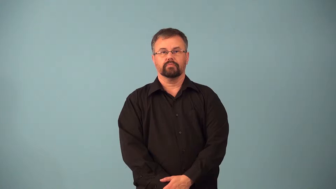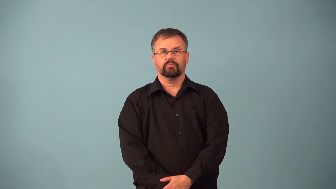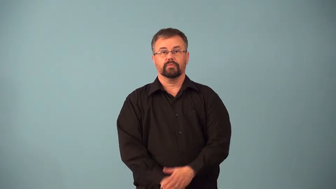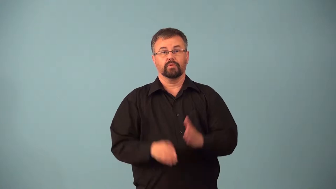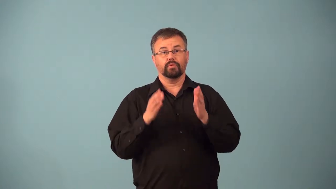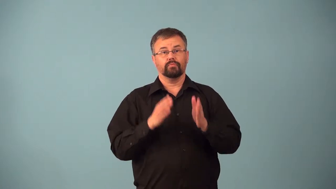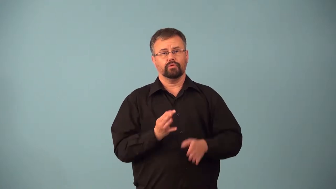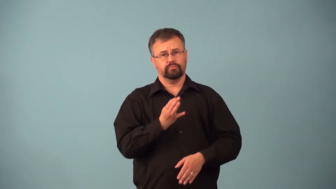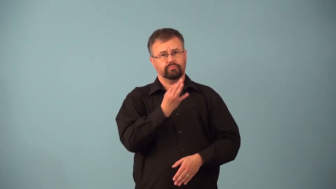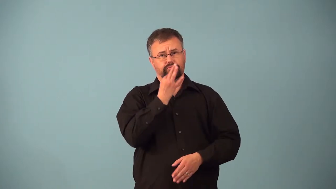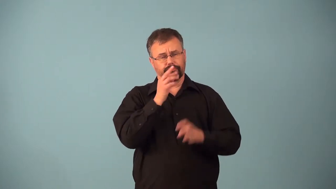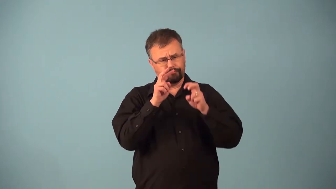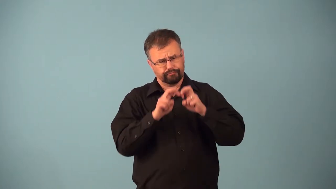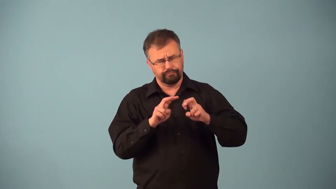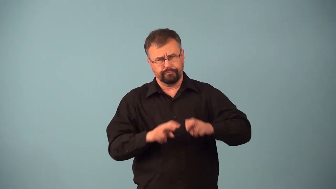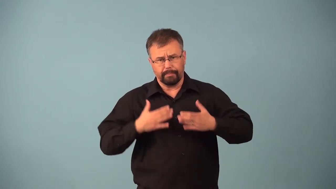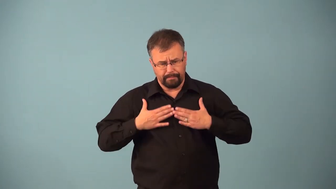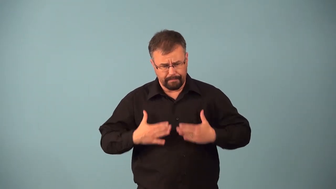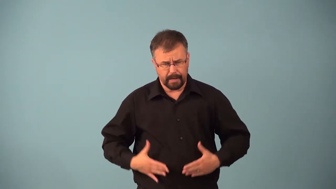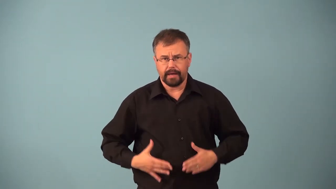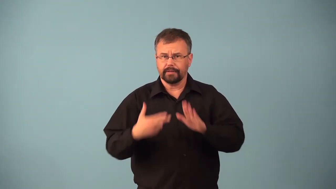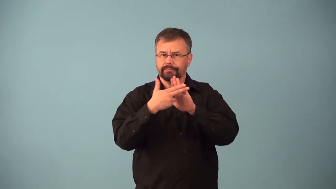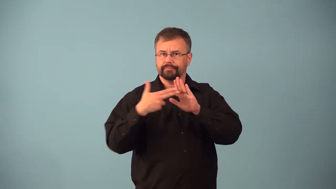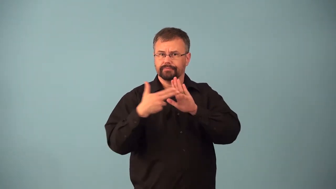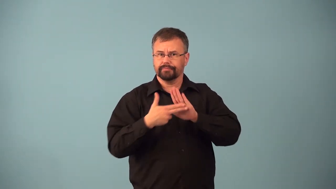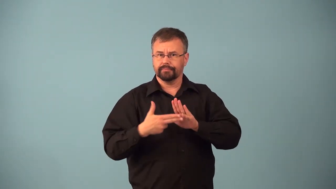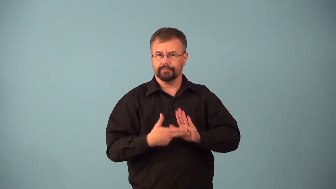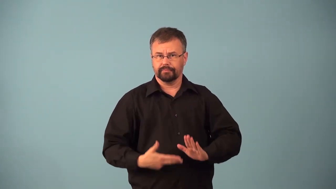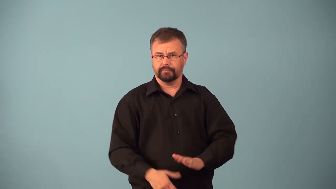anatomist